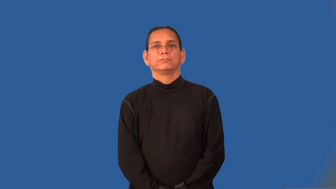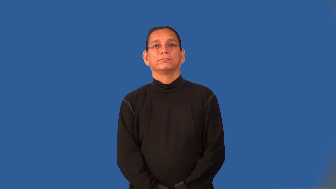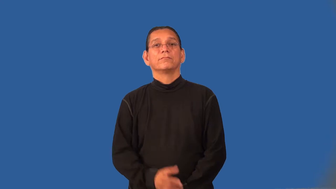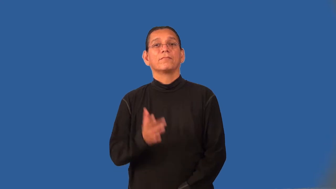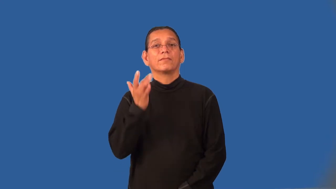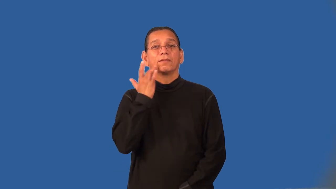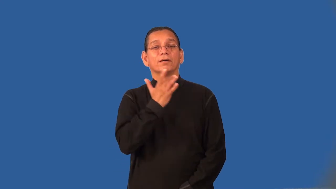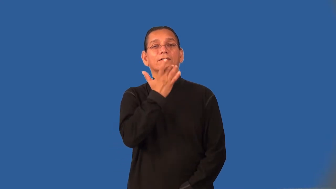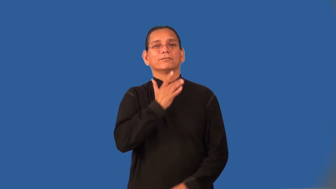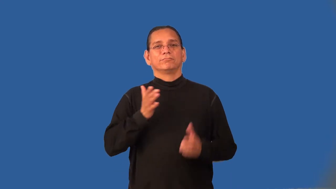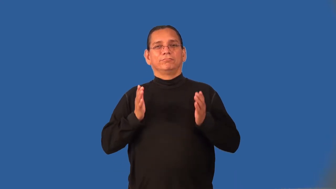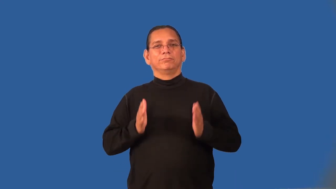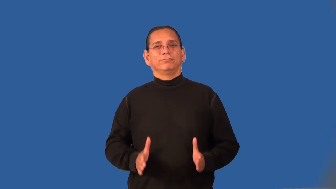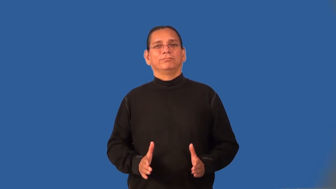honeymooner